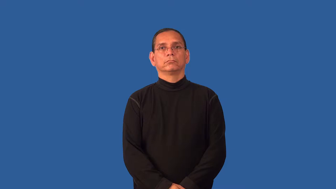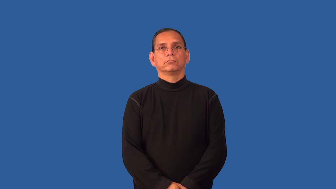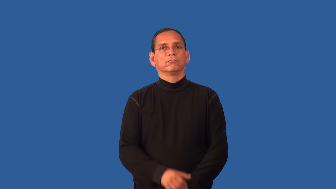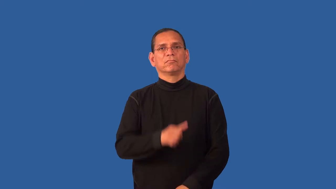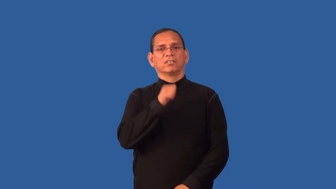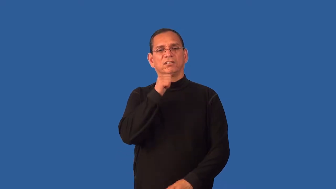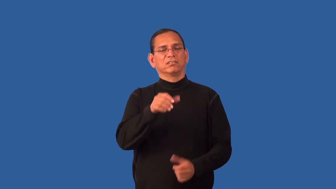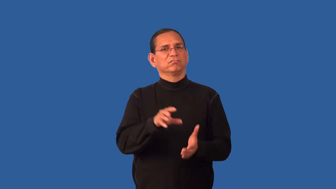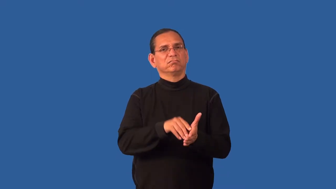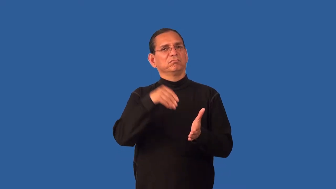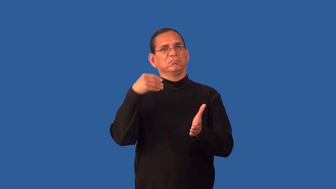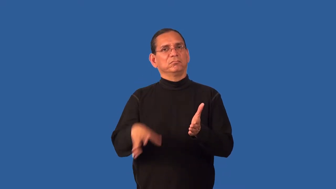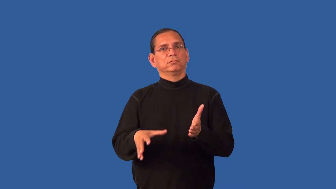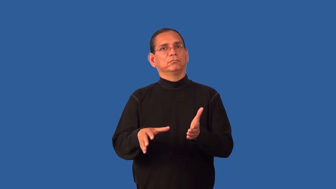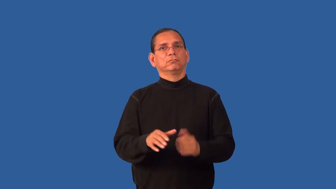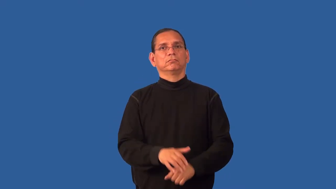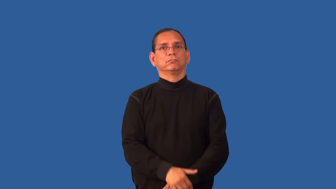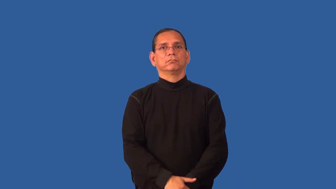economical